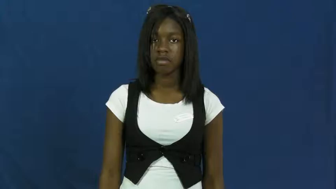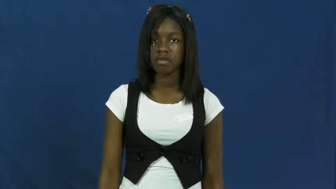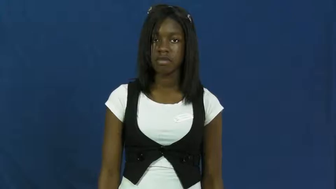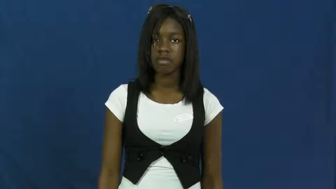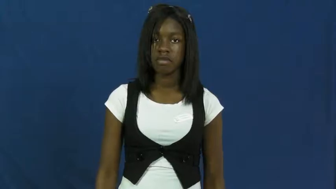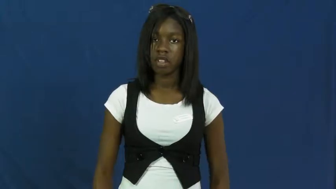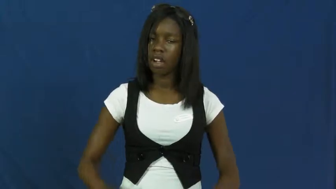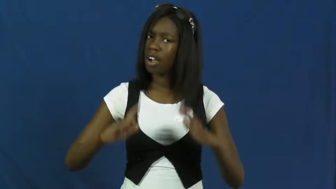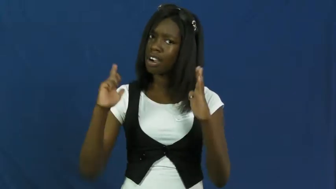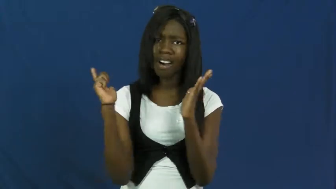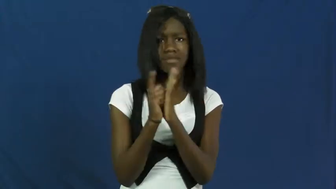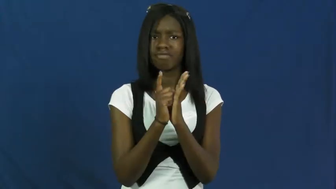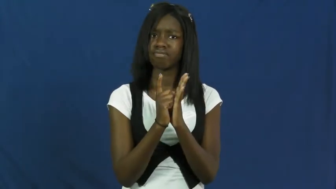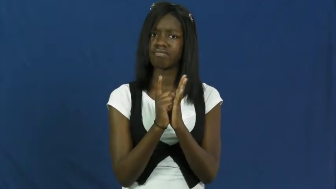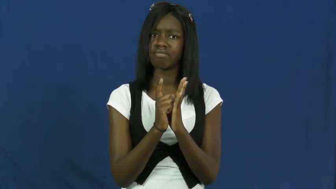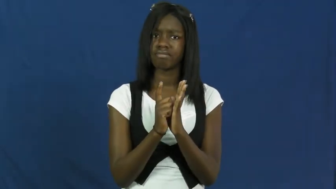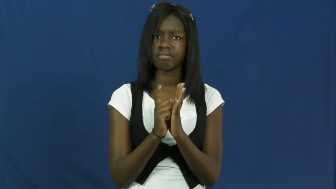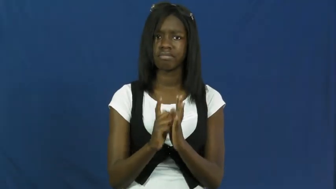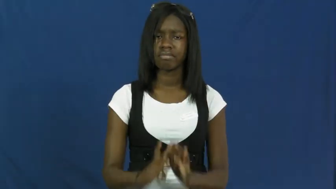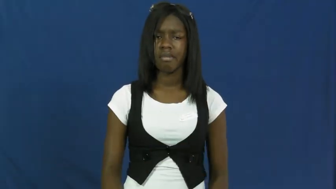illegal,unlawful,funny